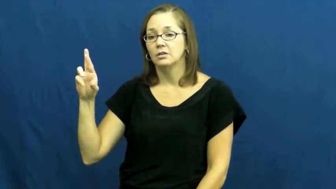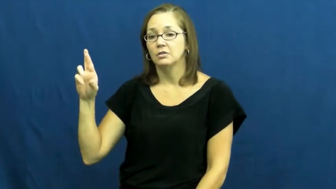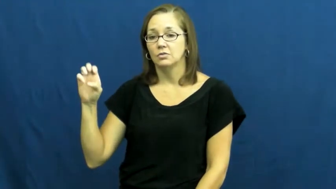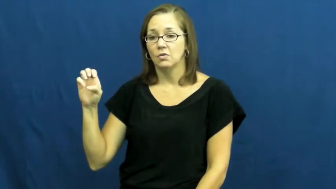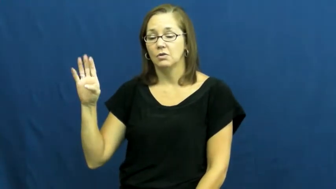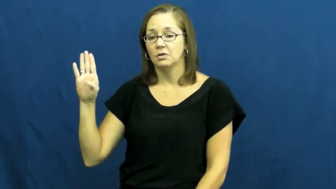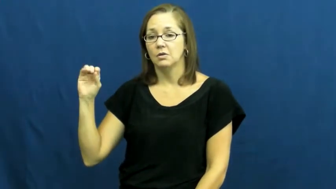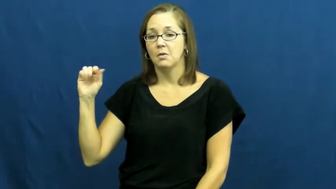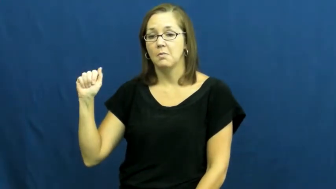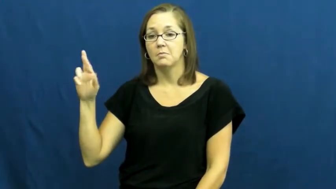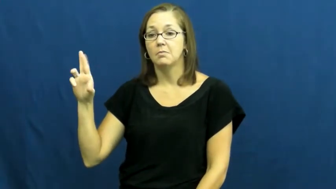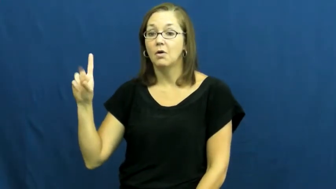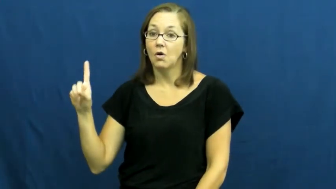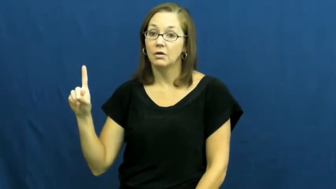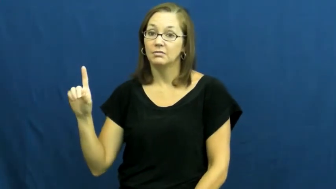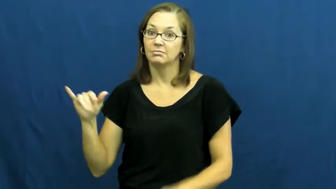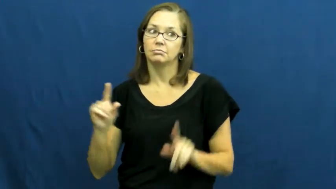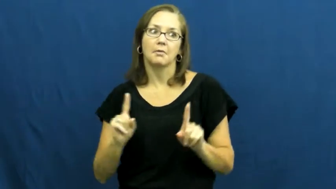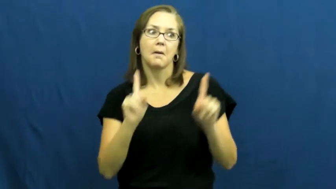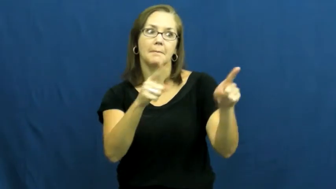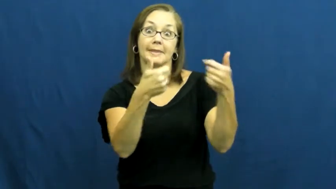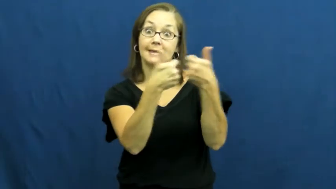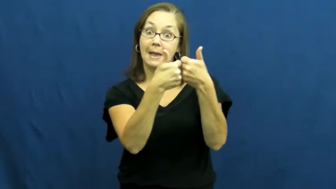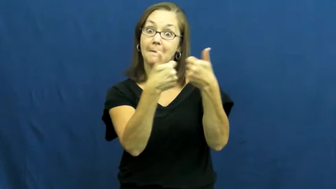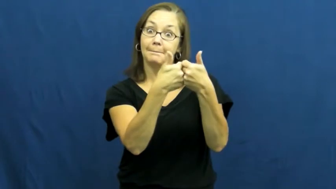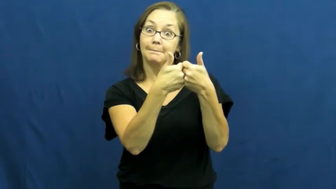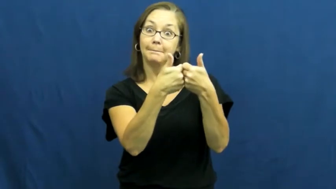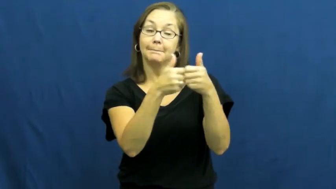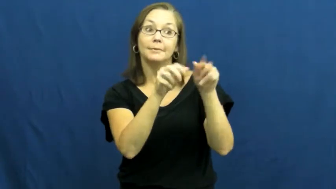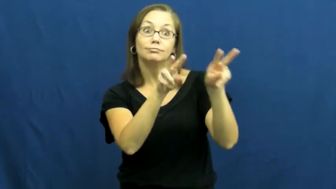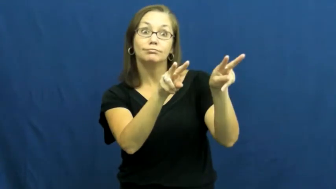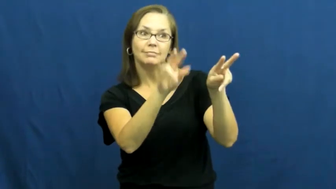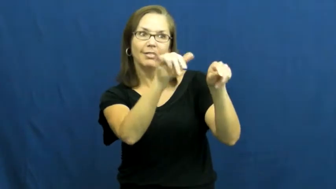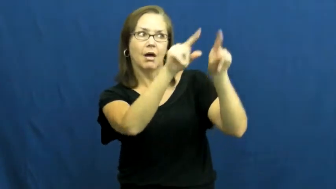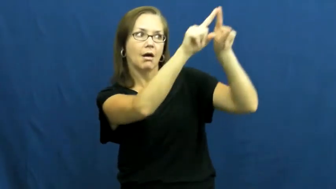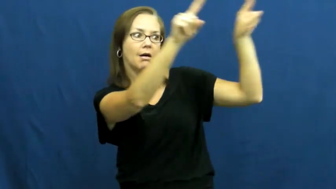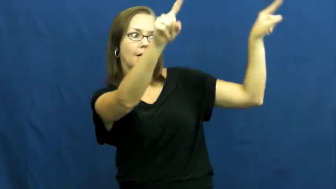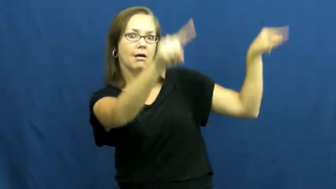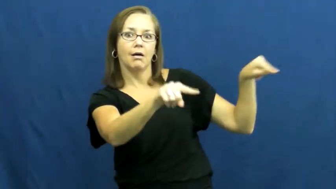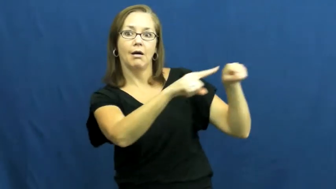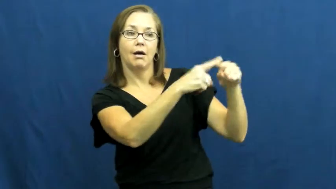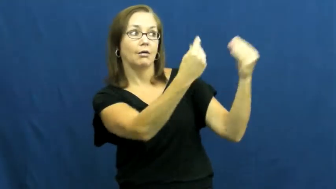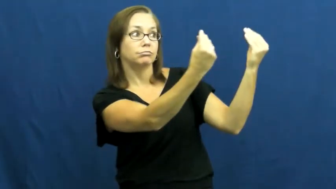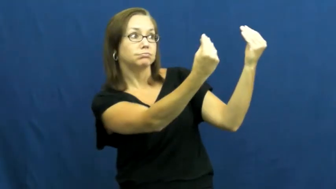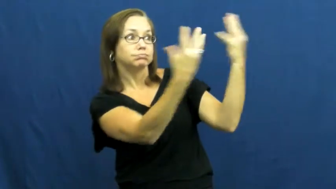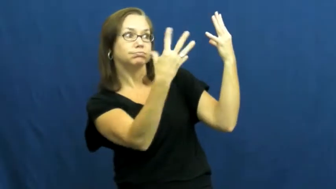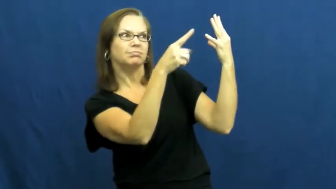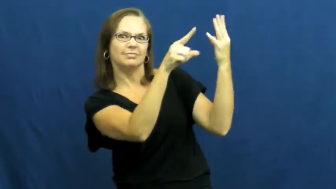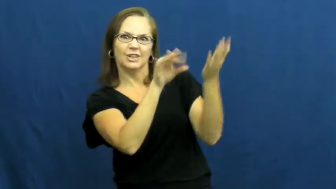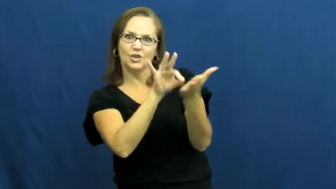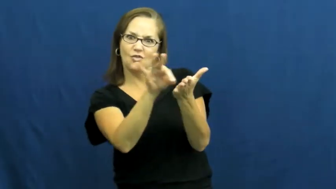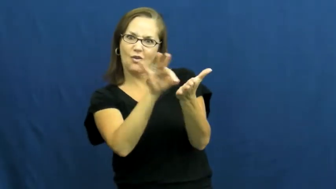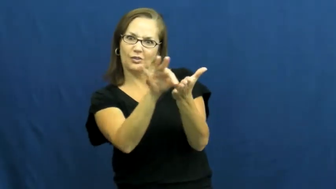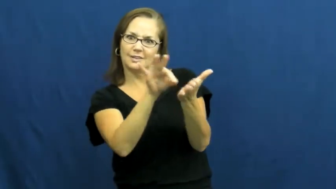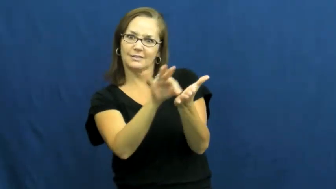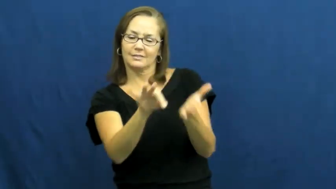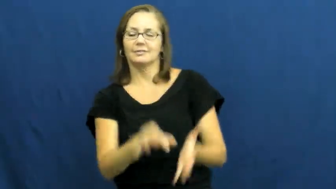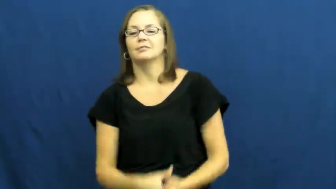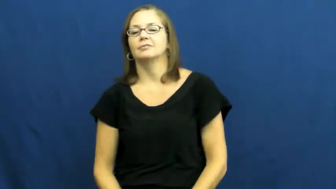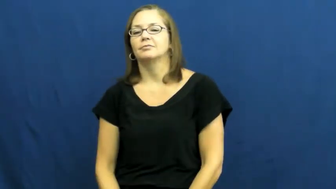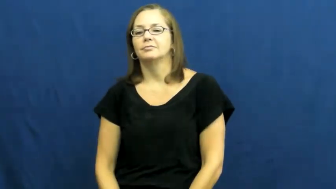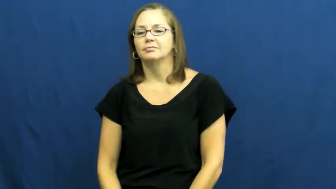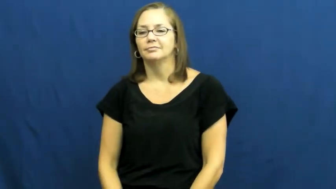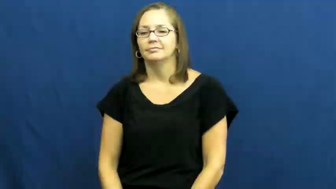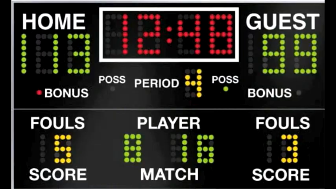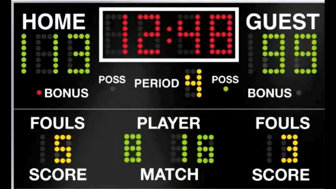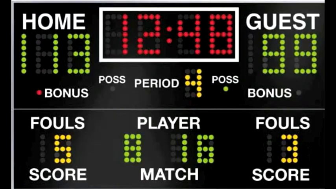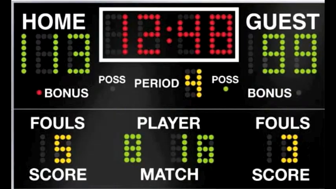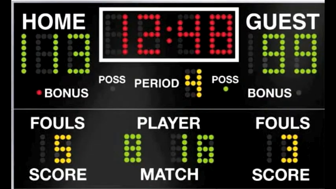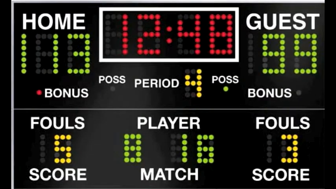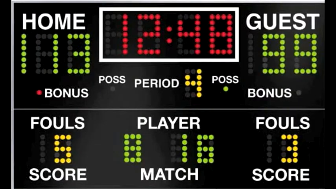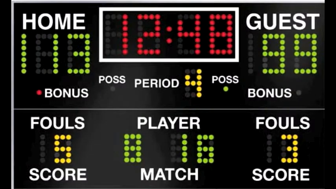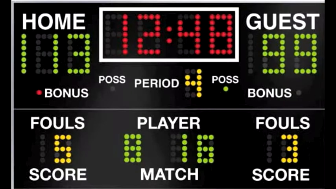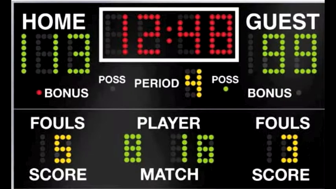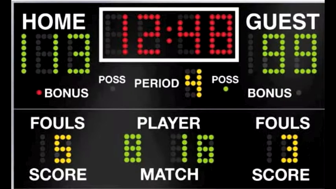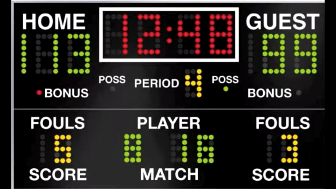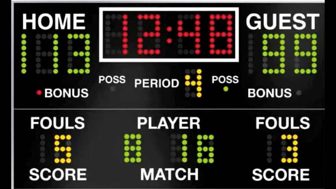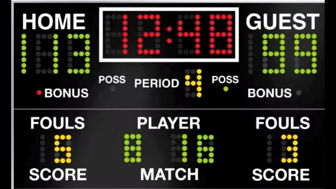scoreboard